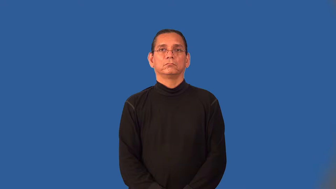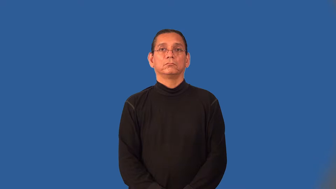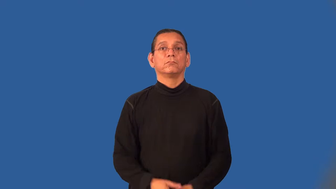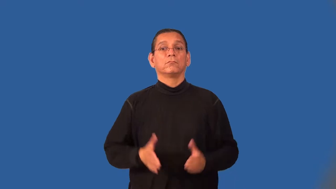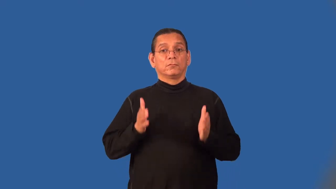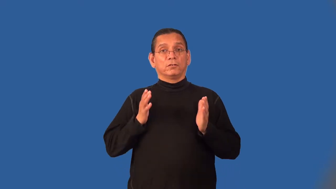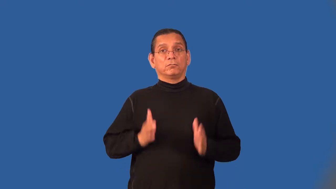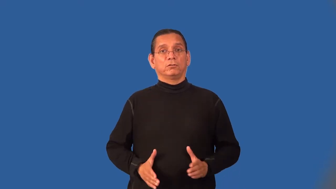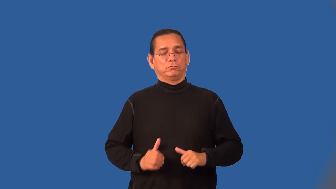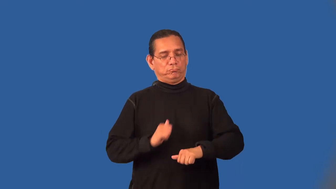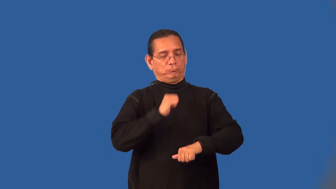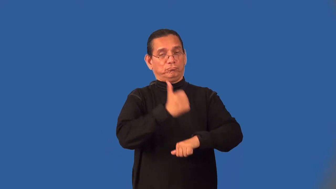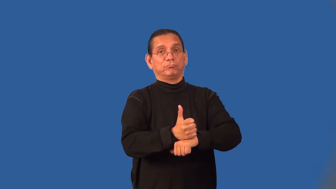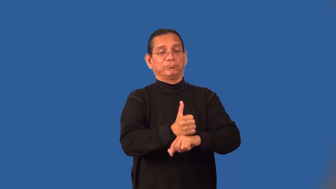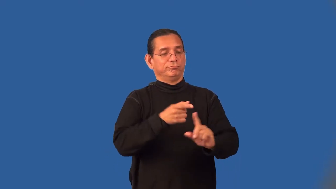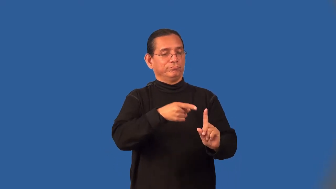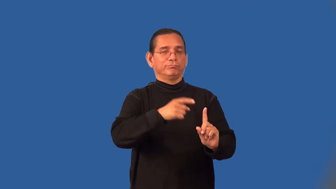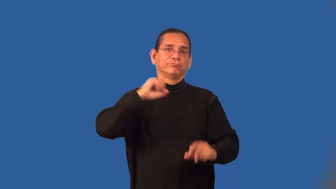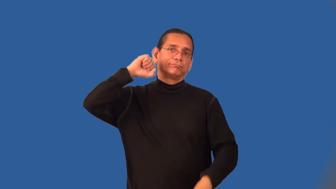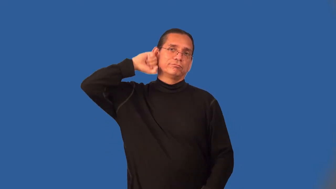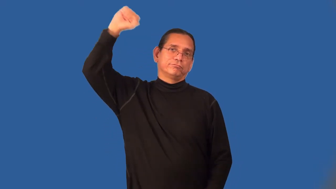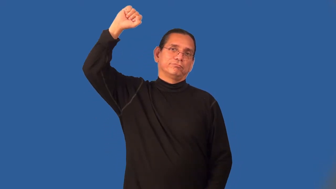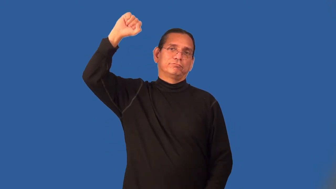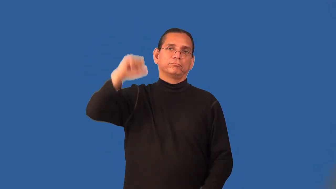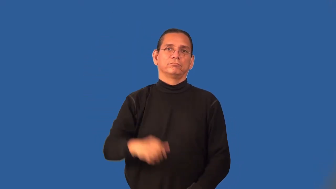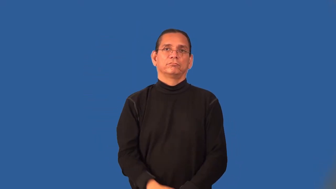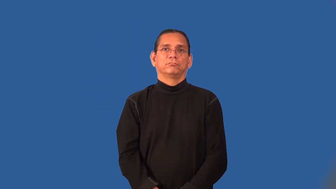hangman